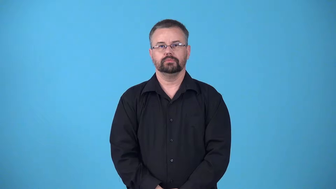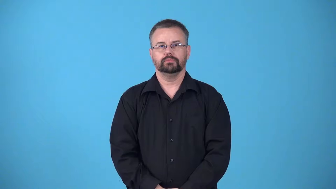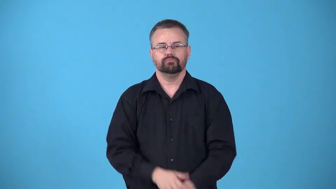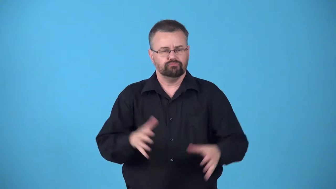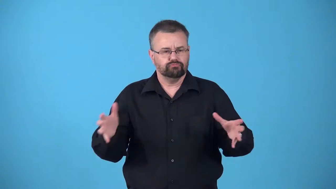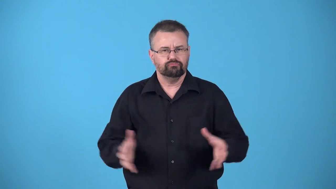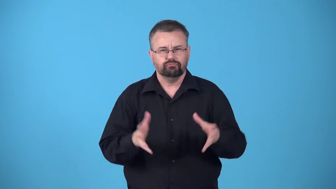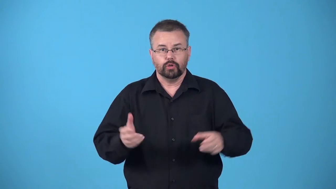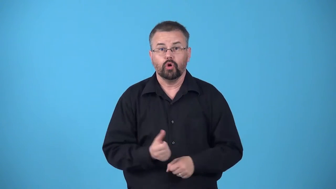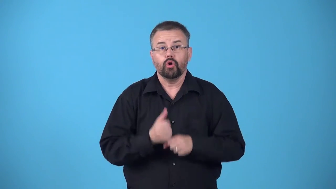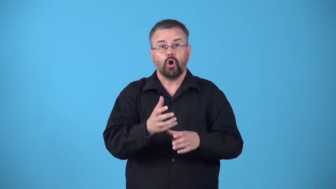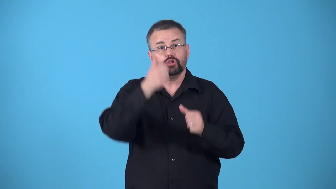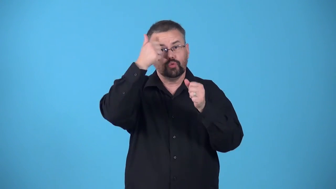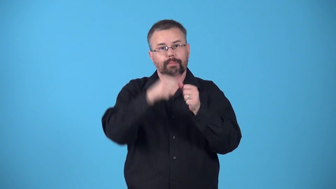awaken cause to remember